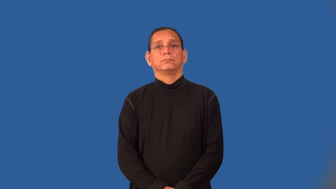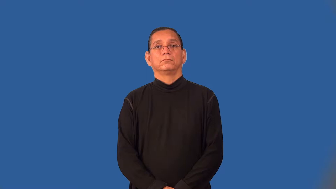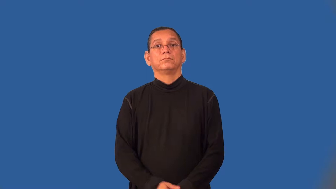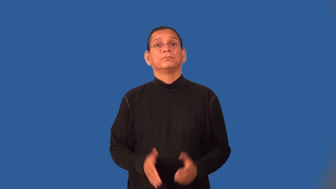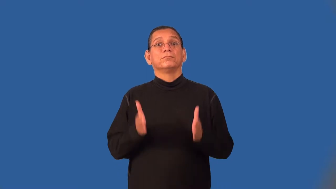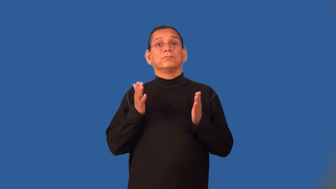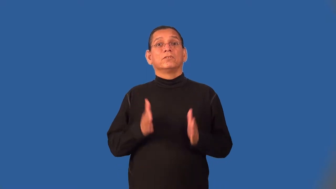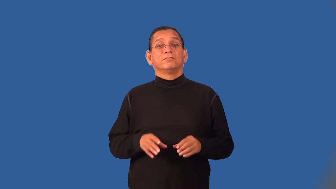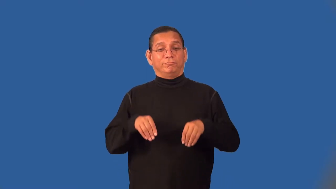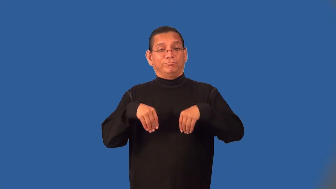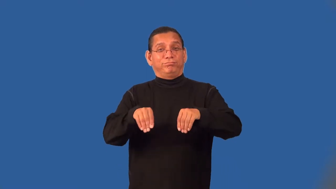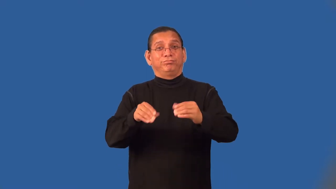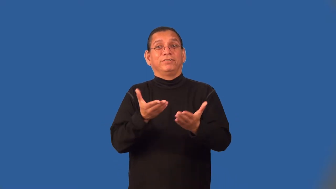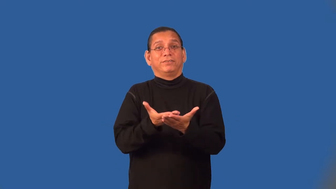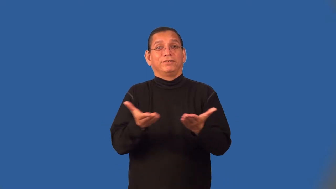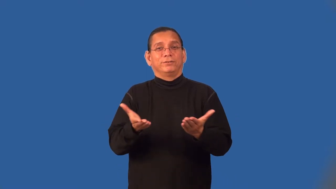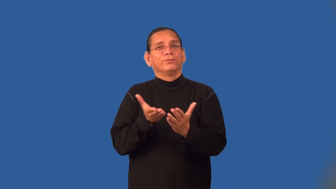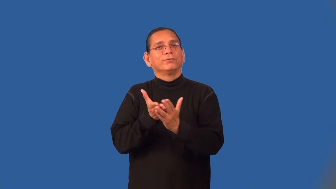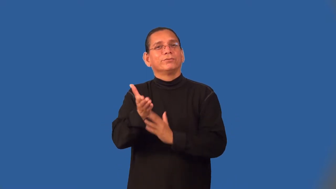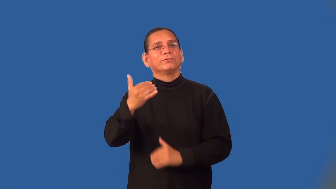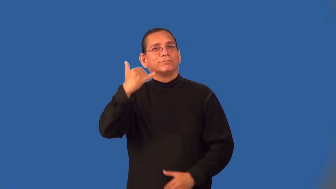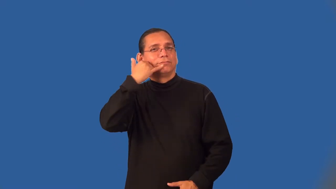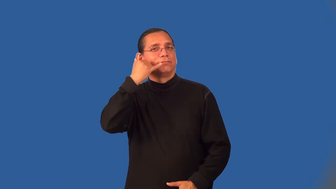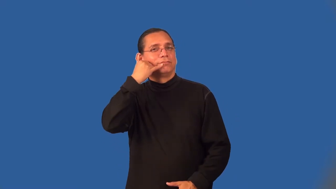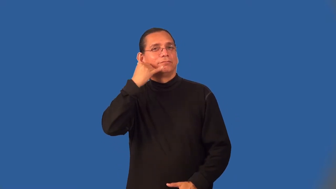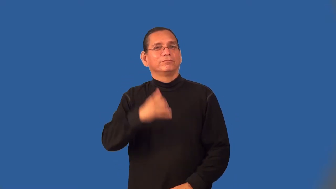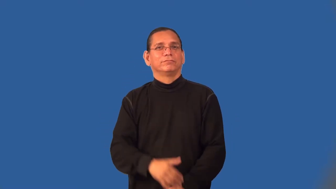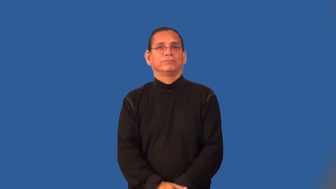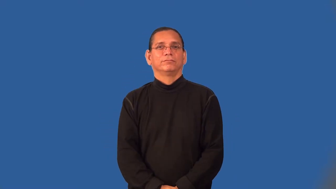telemarketer